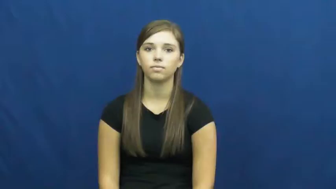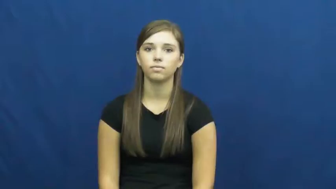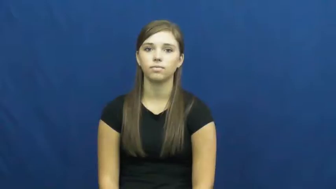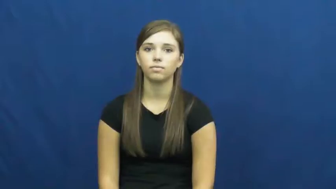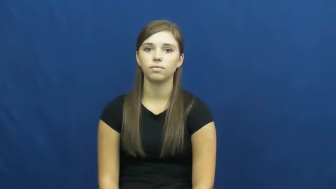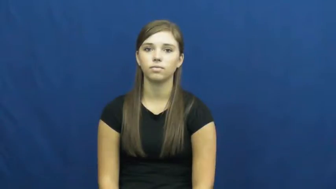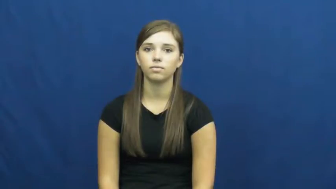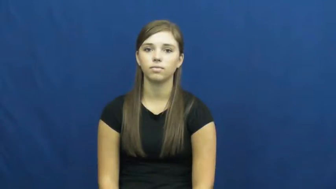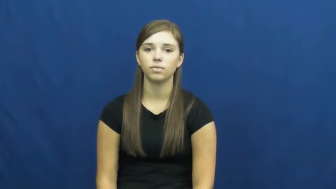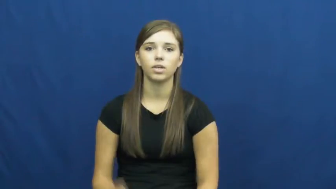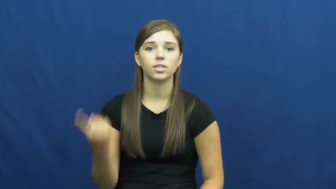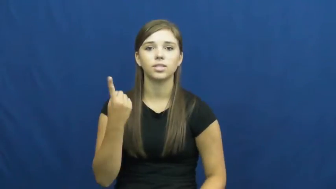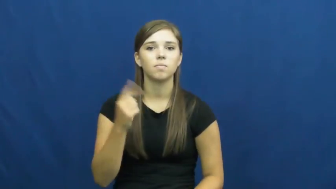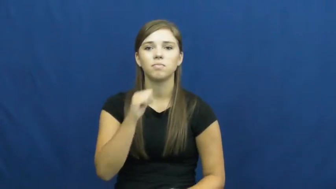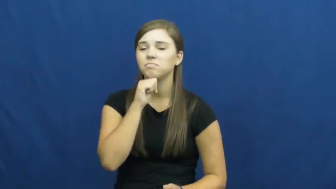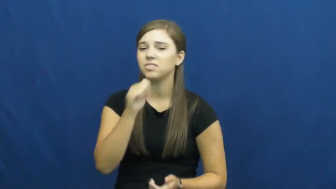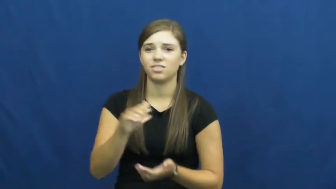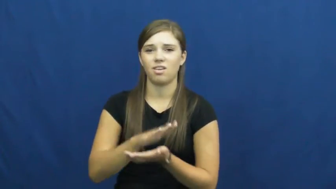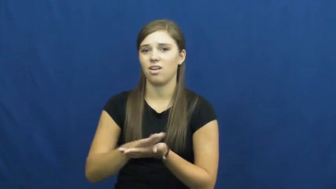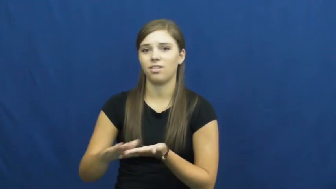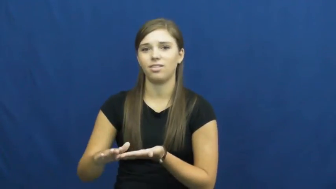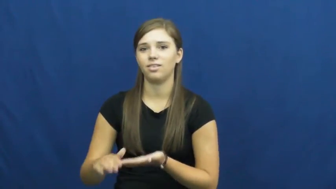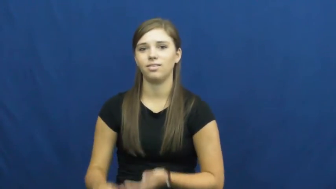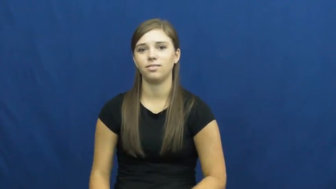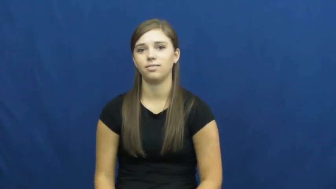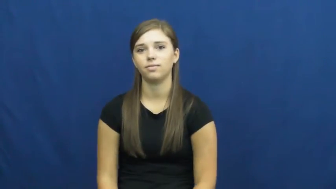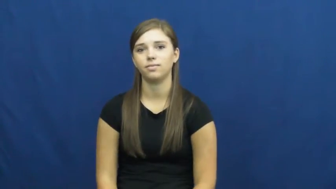unclean,unhygenic